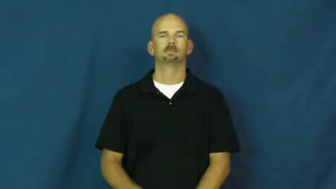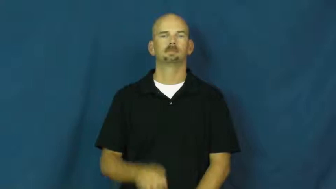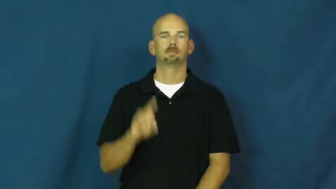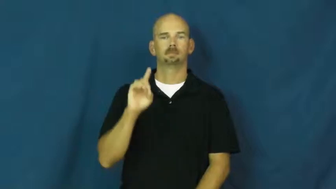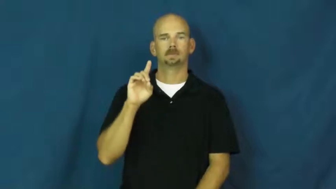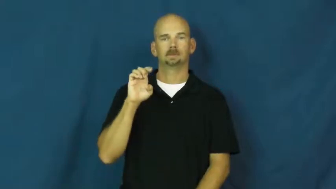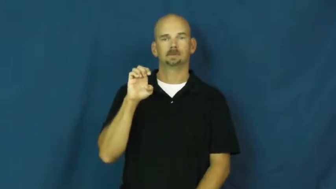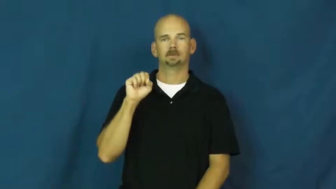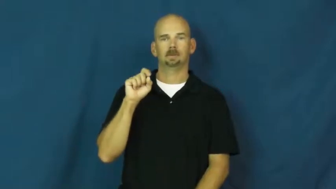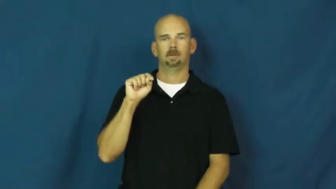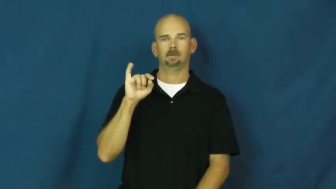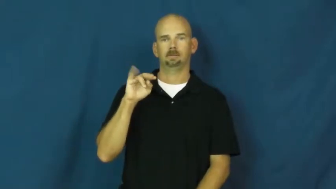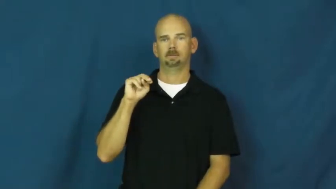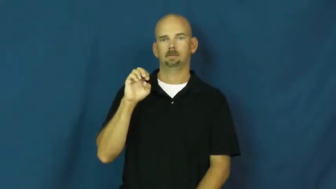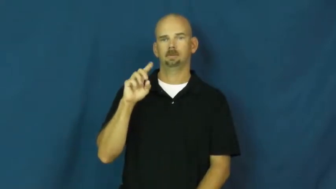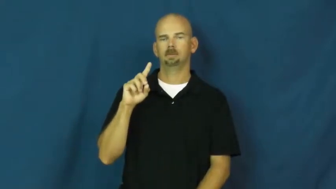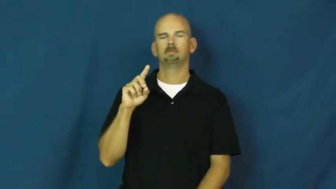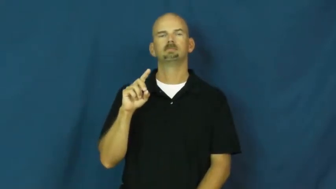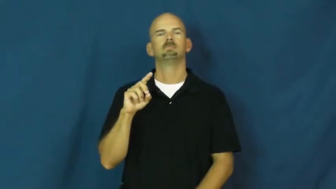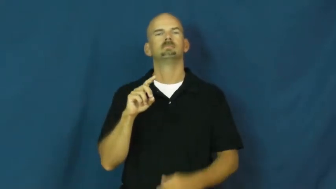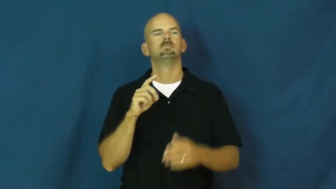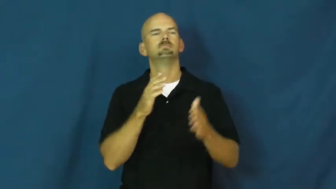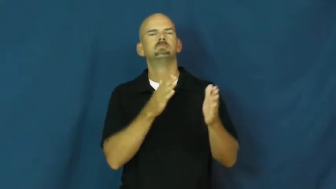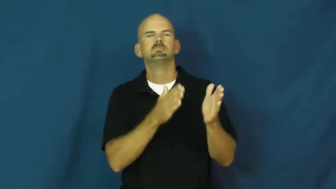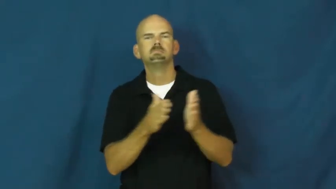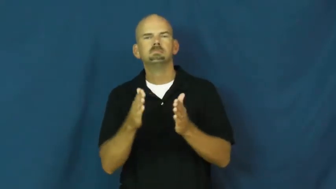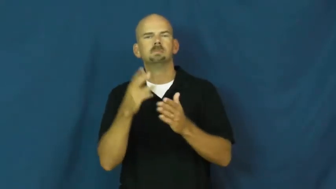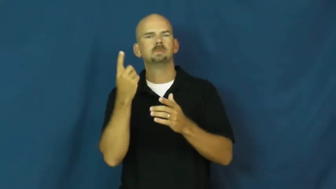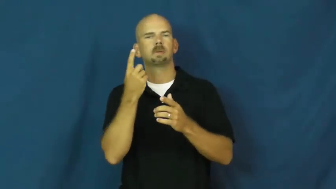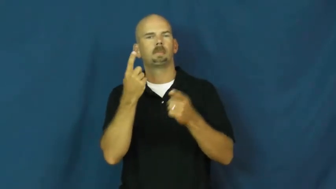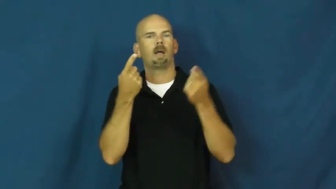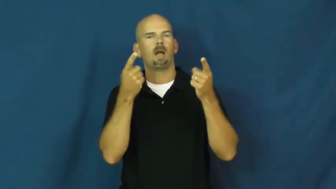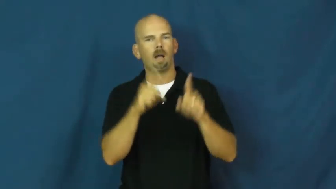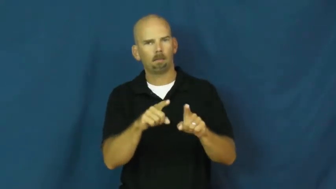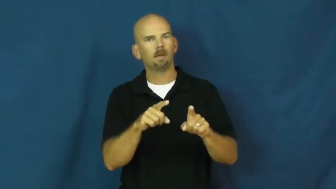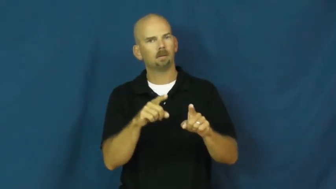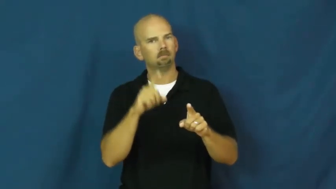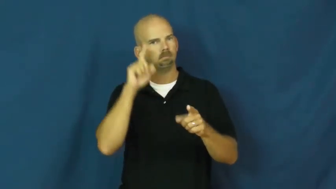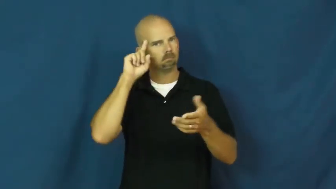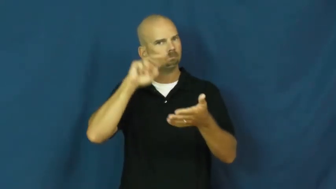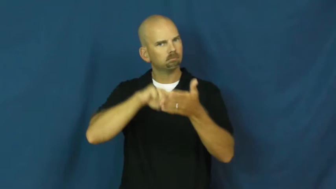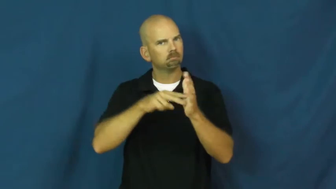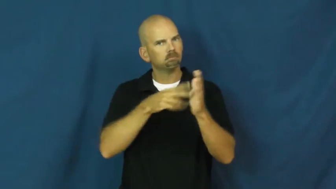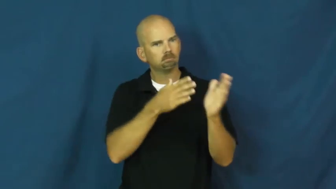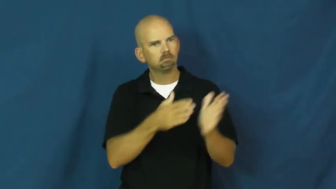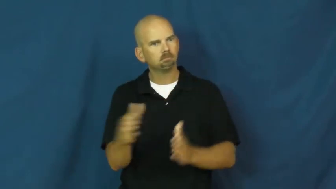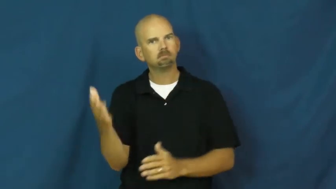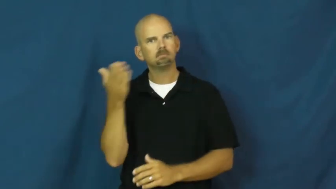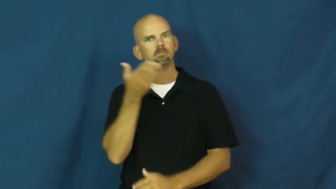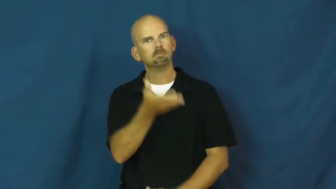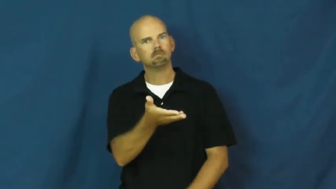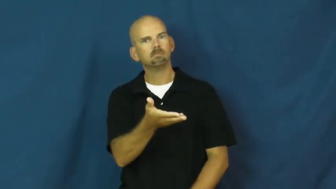destined